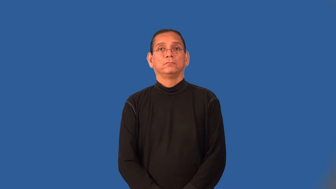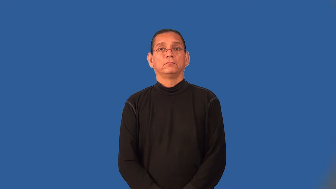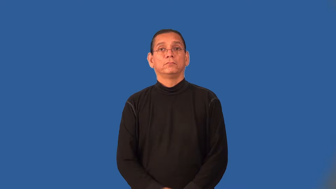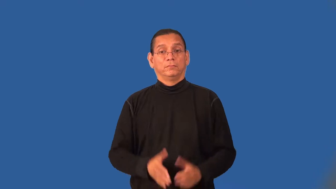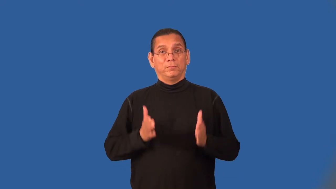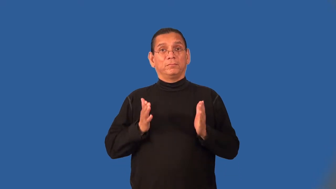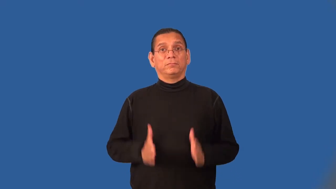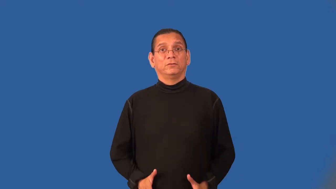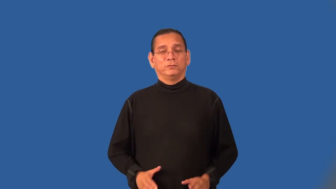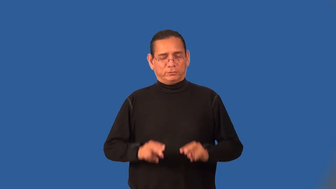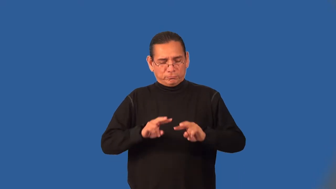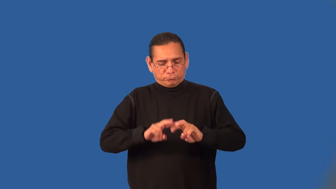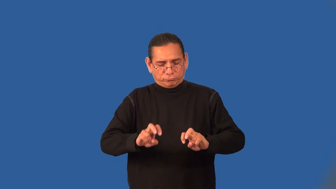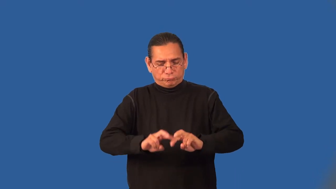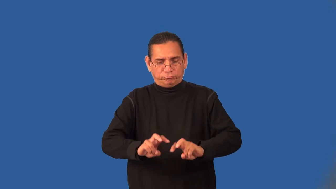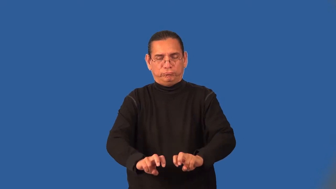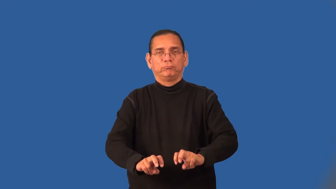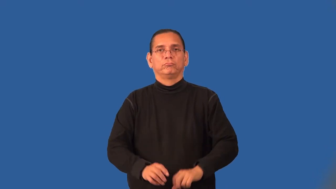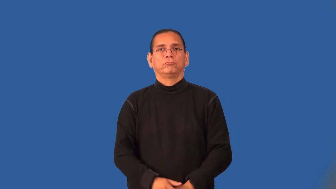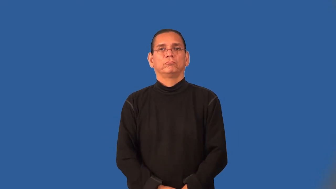assayer,analyst,scrutineer